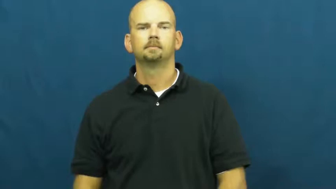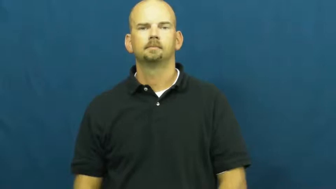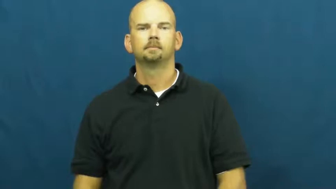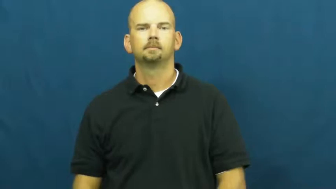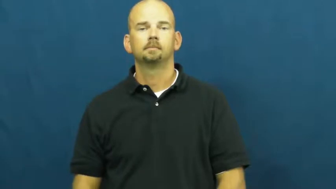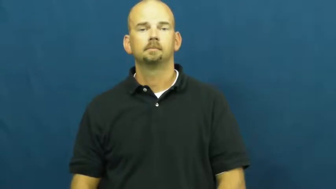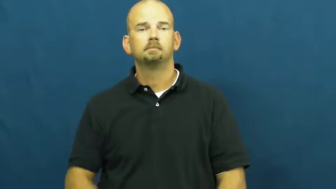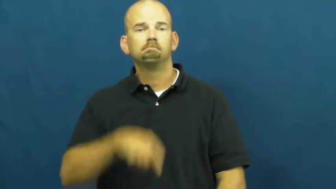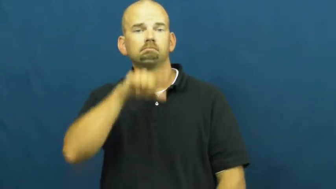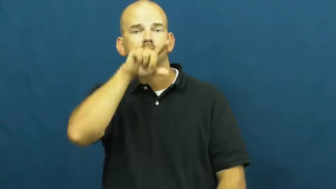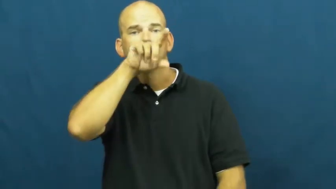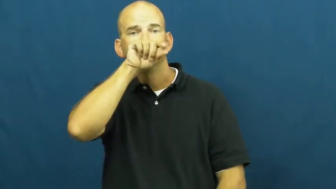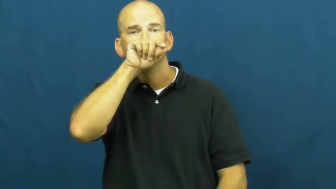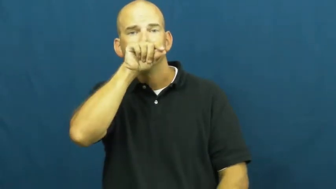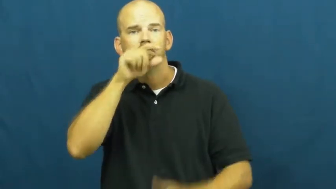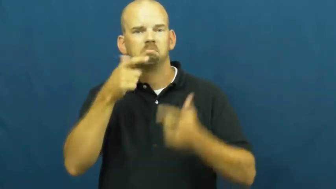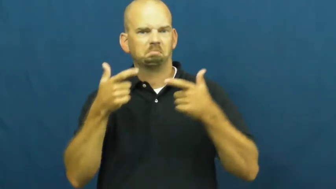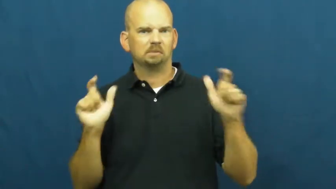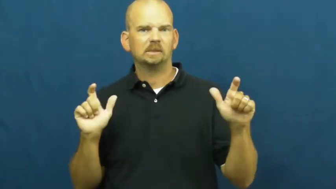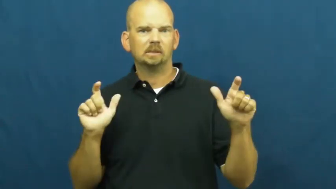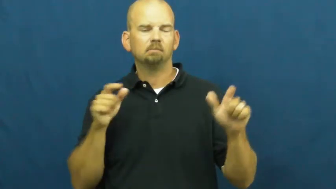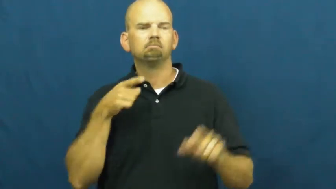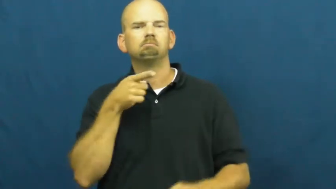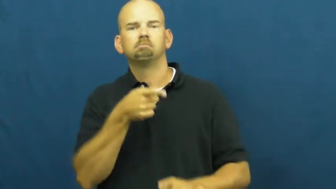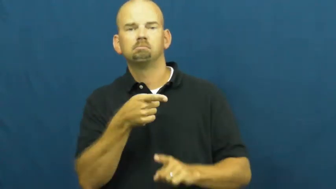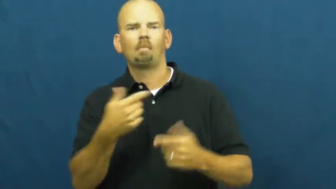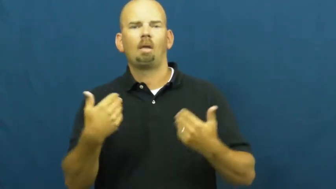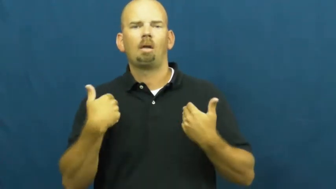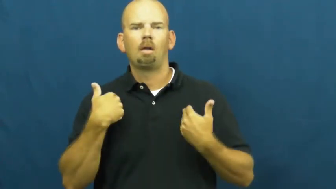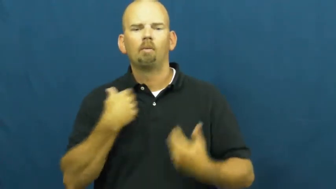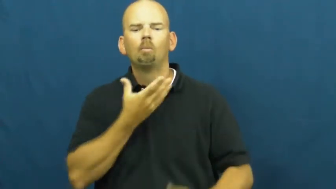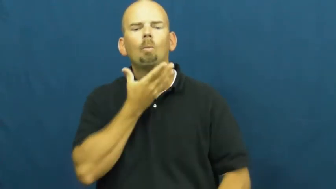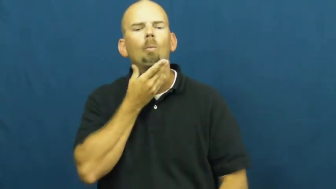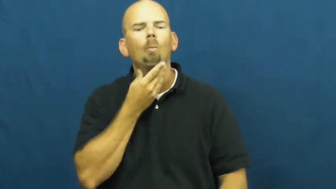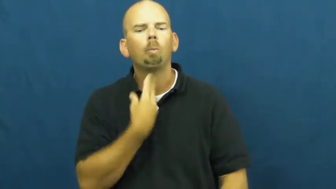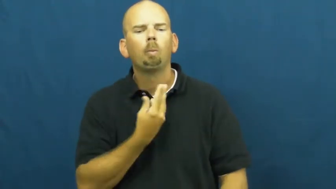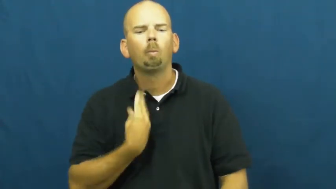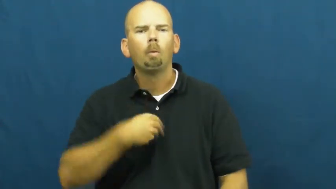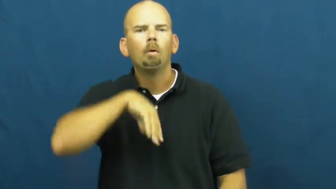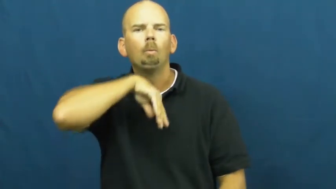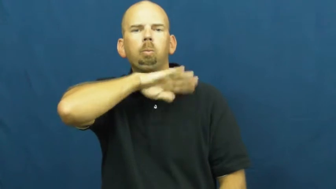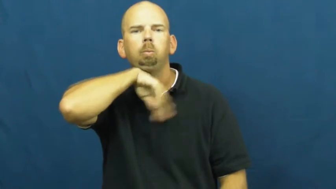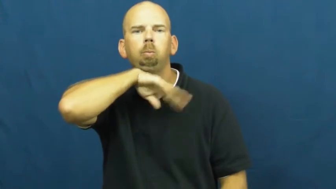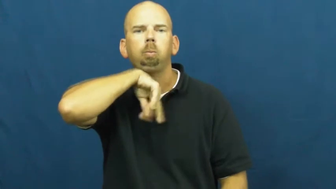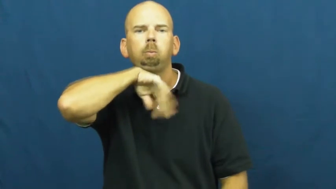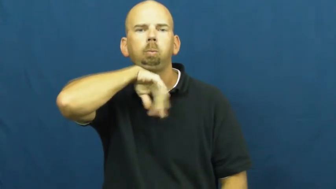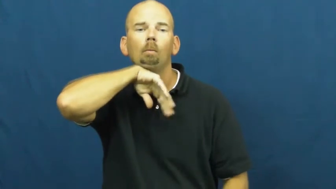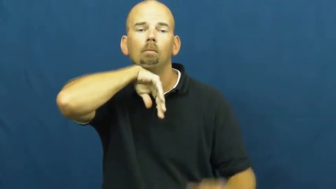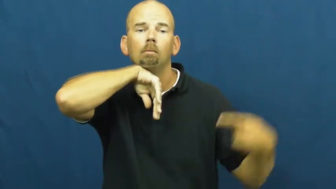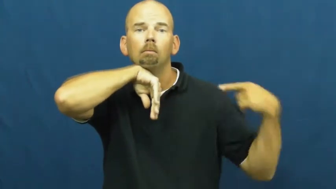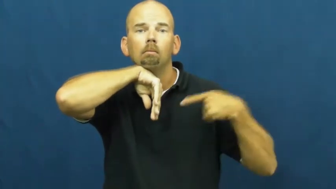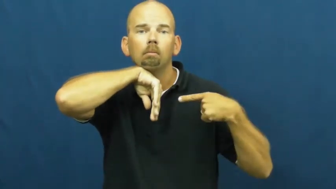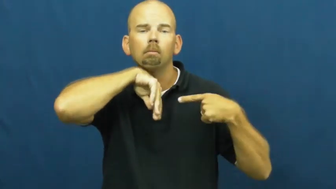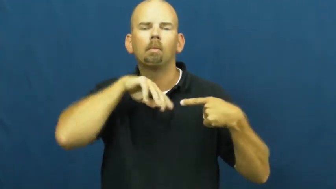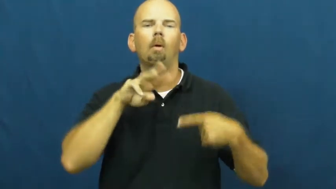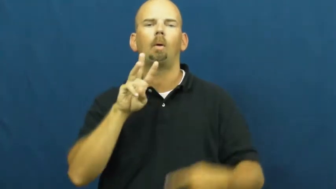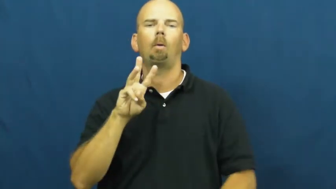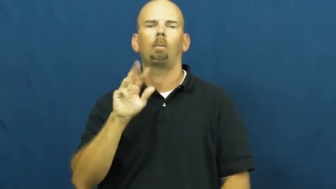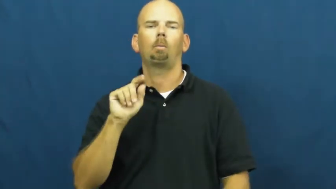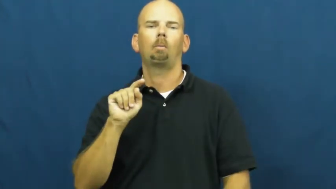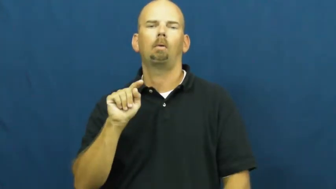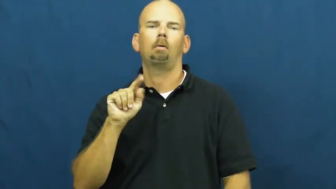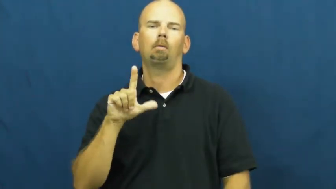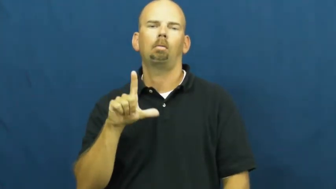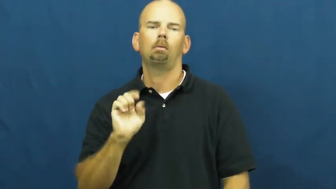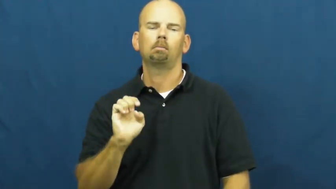wattle